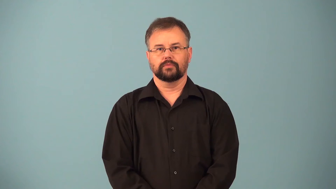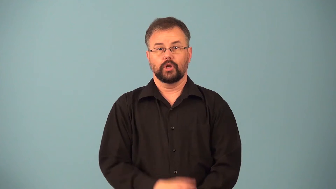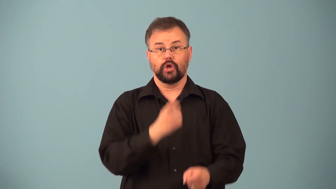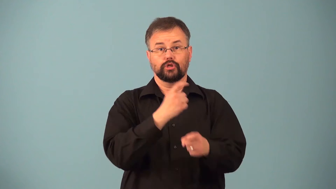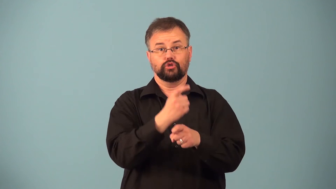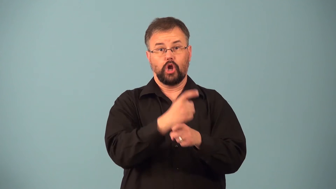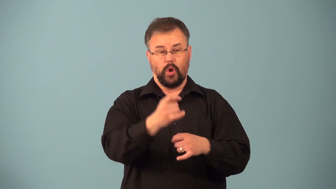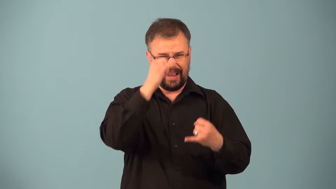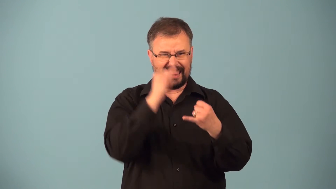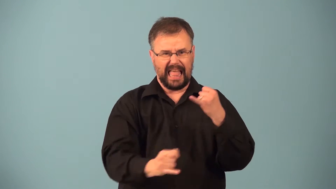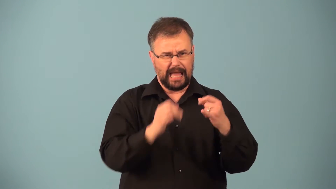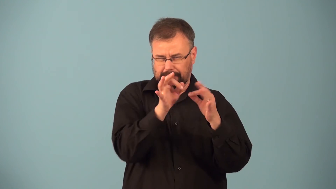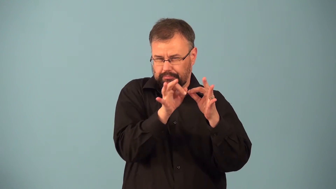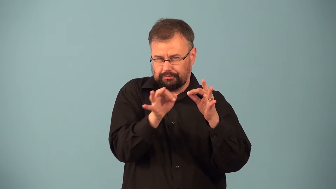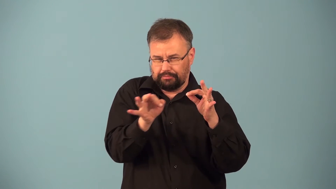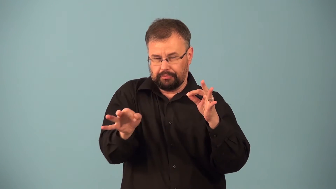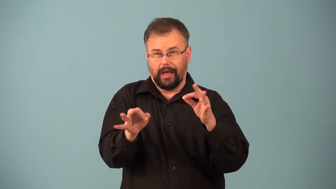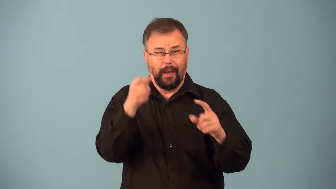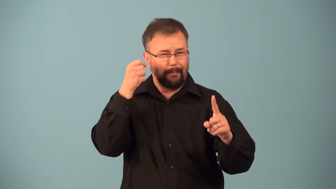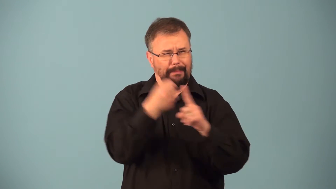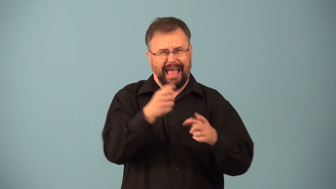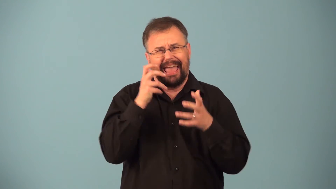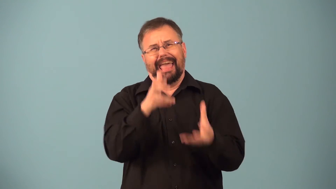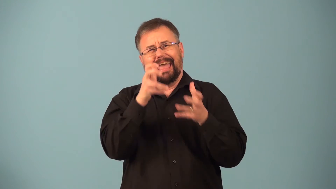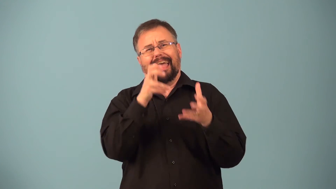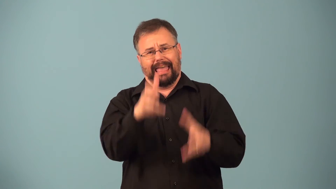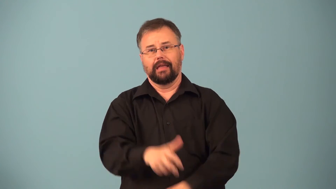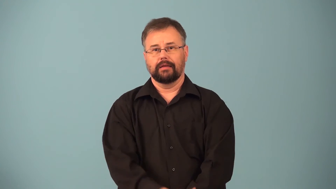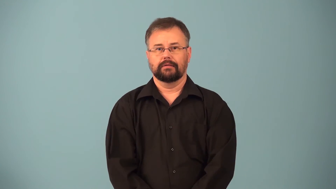punchline